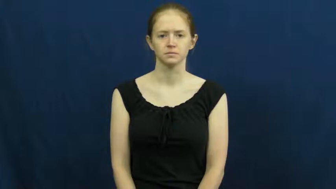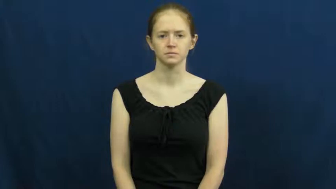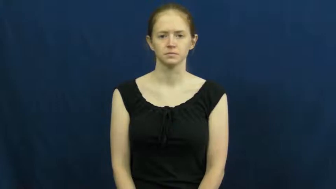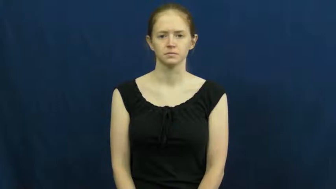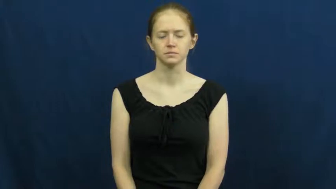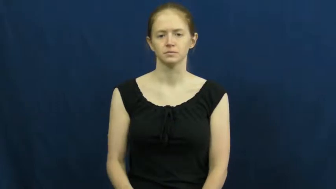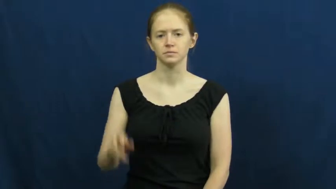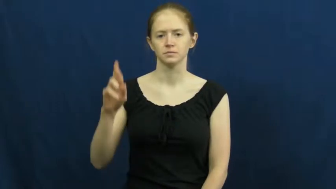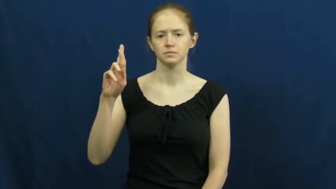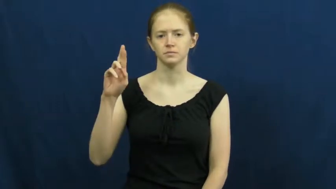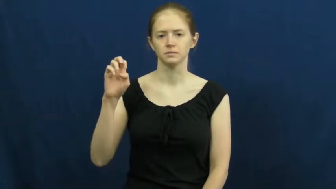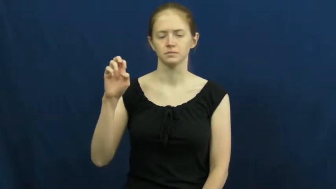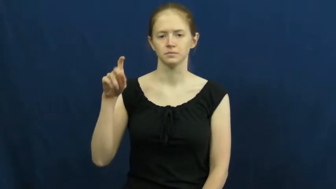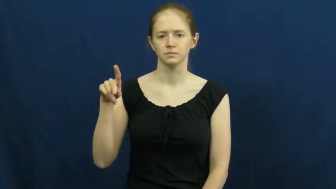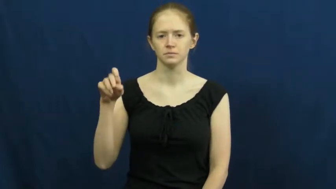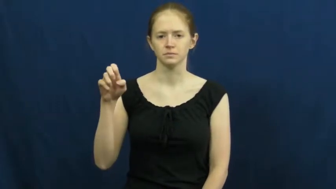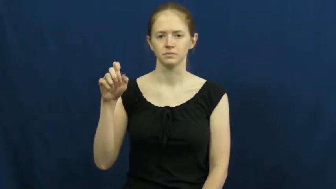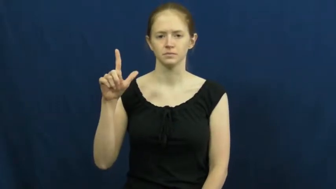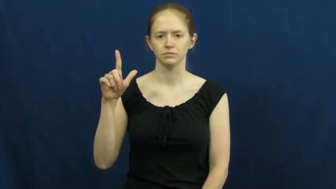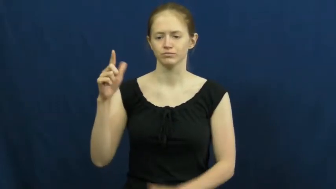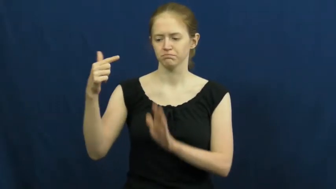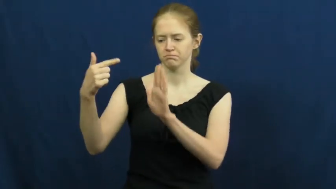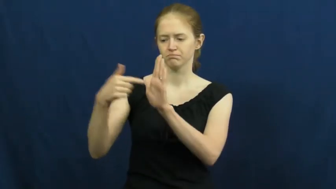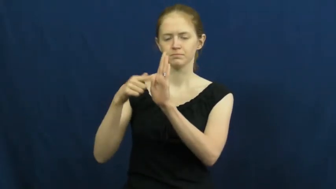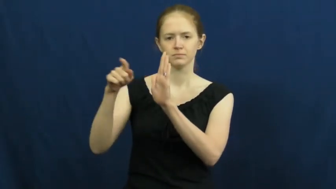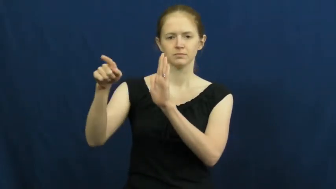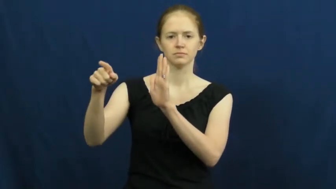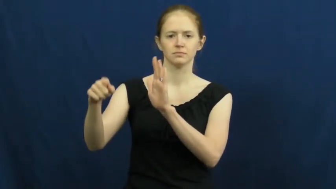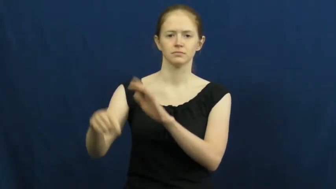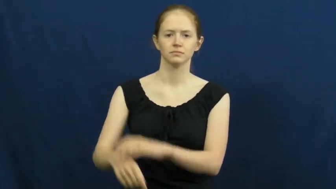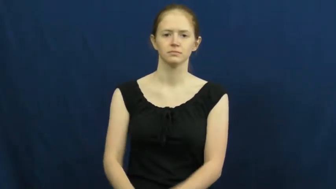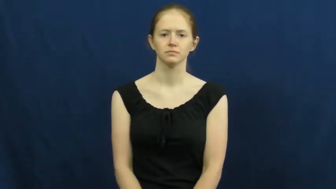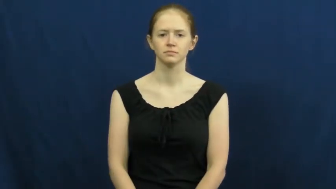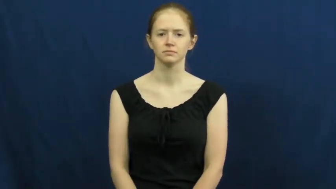repel